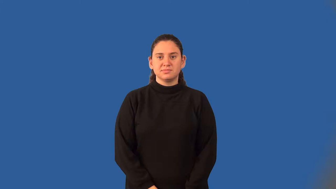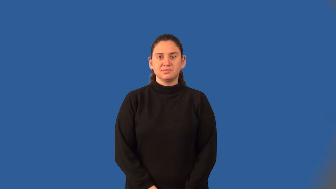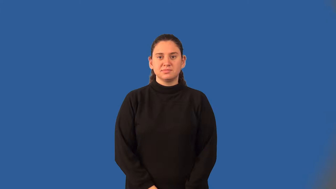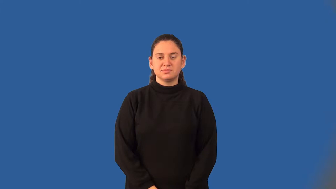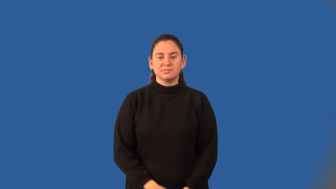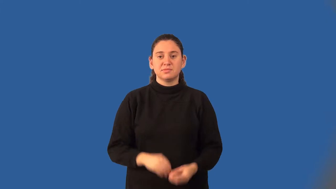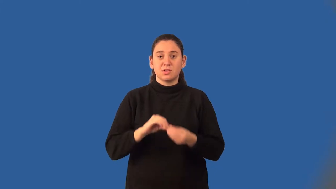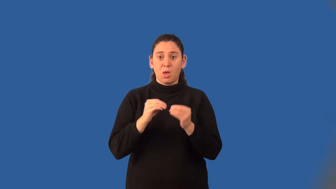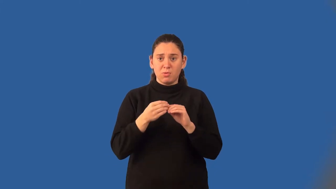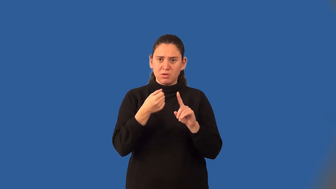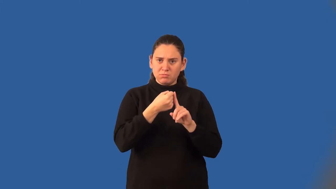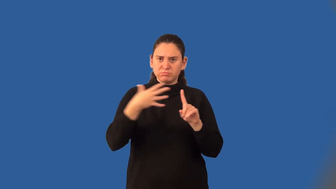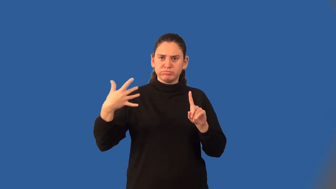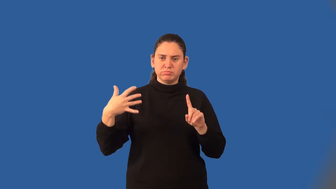expanded form